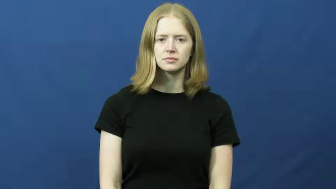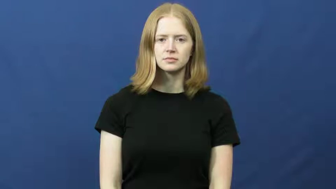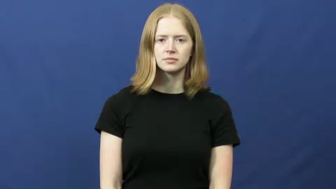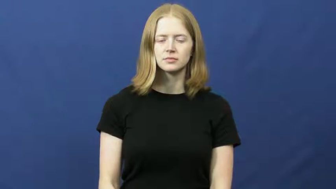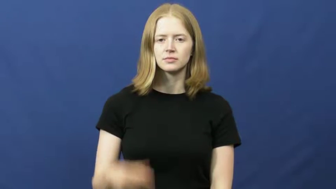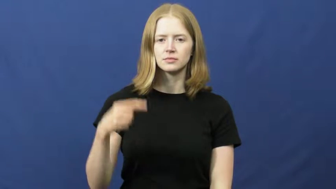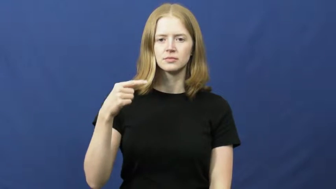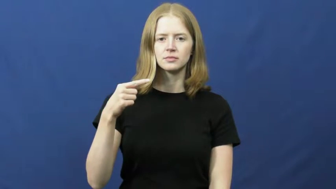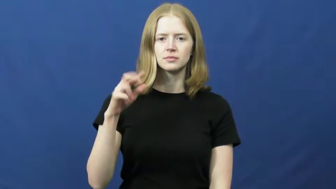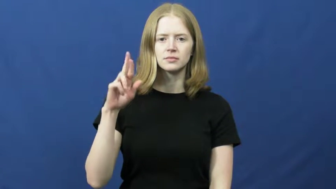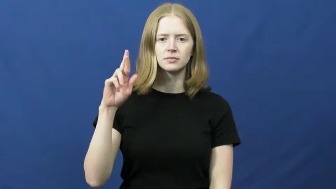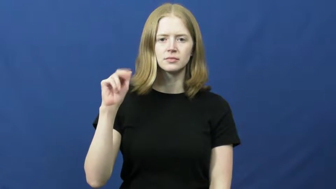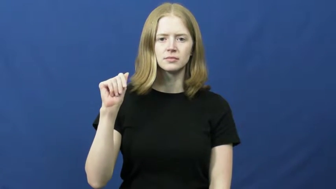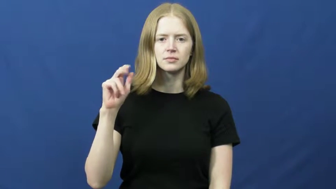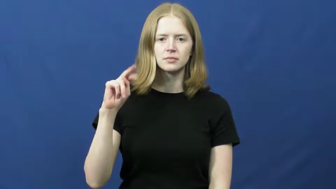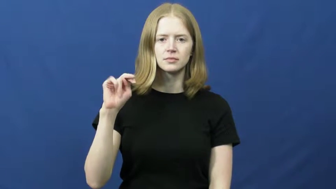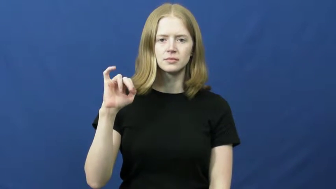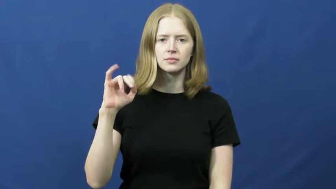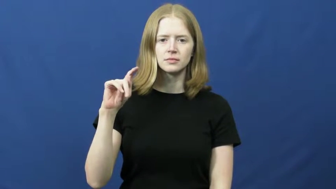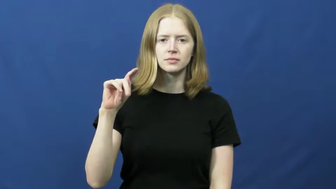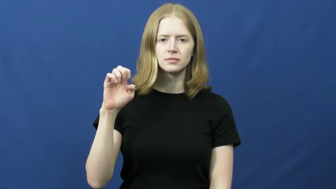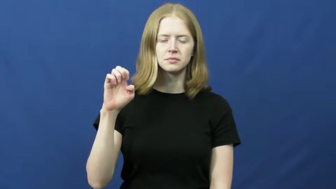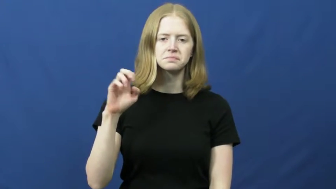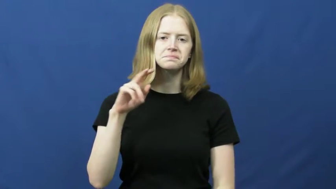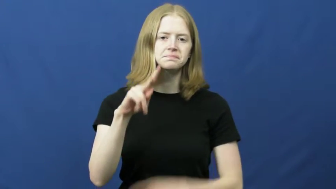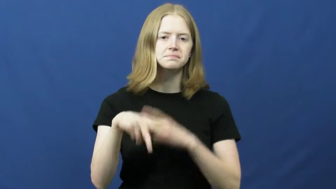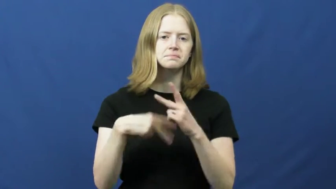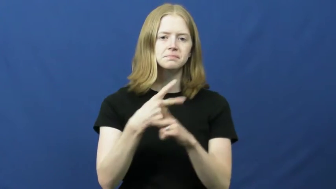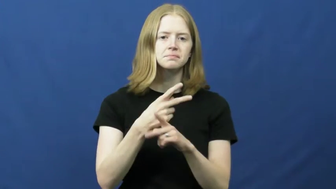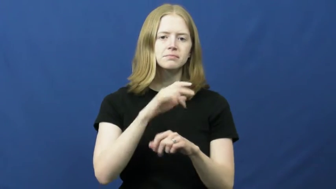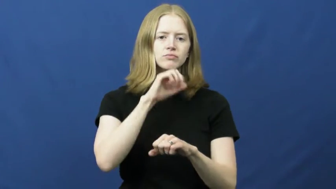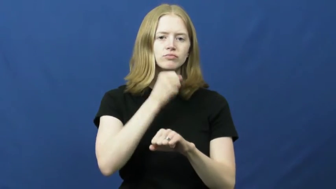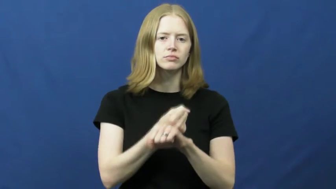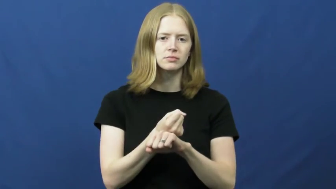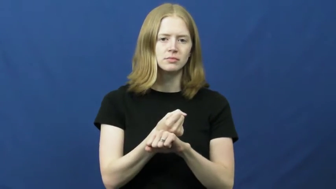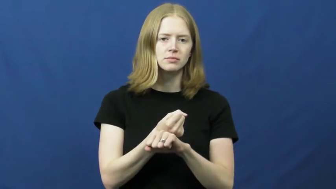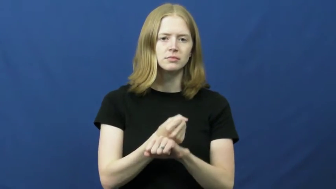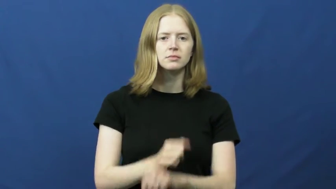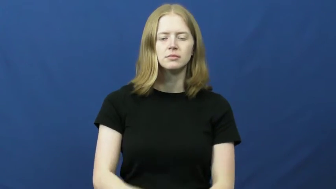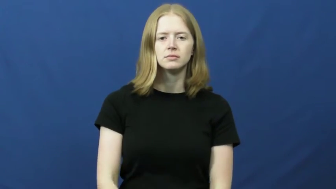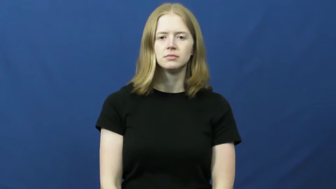granite